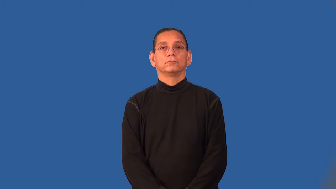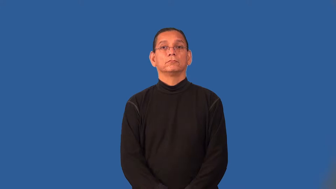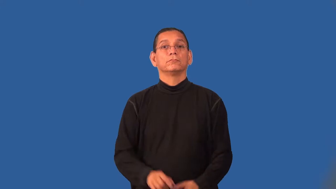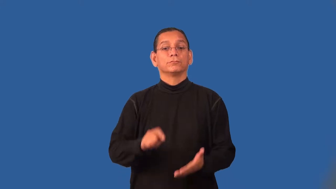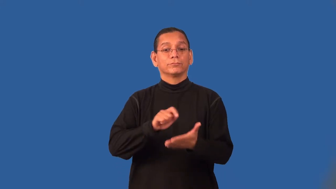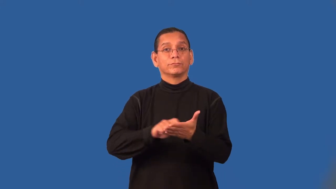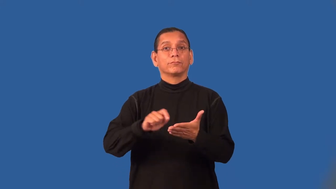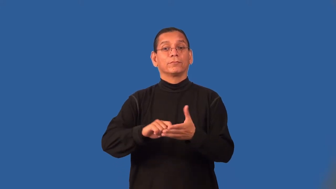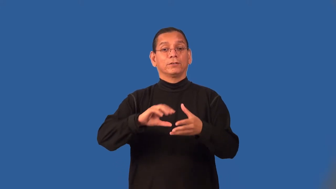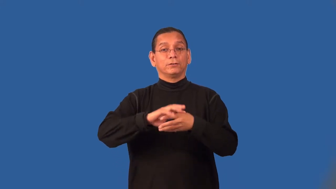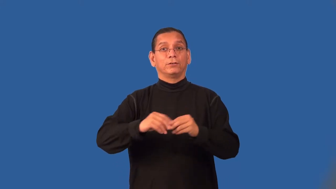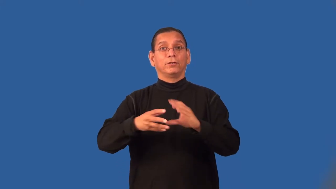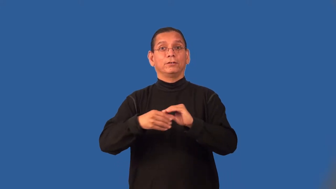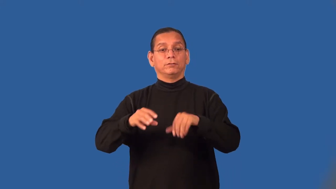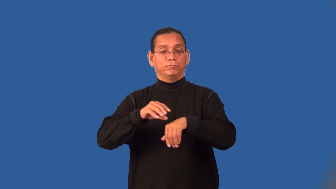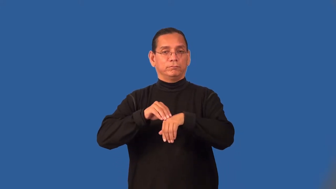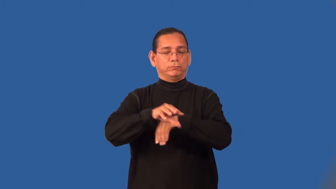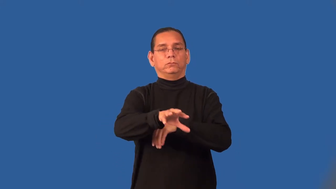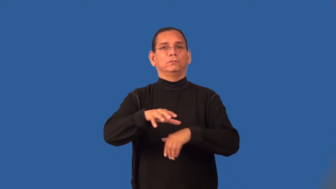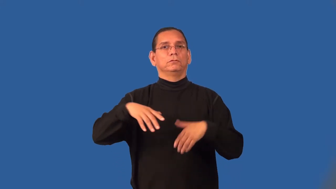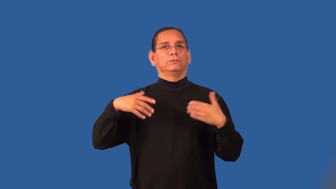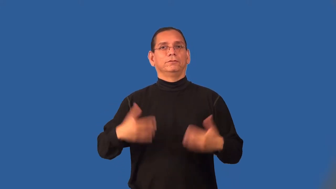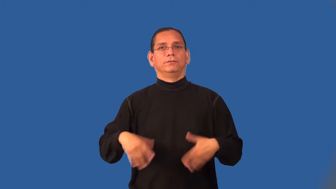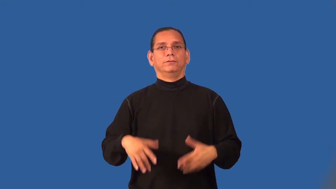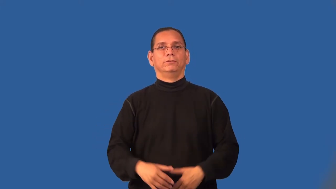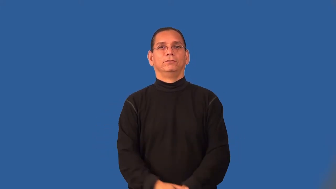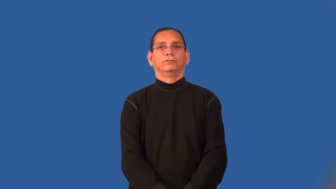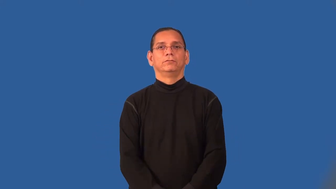rhetoric